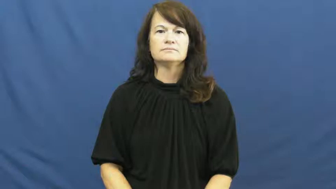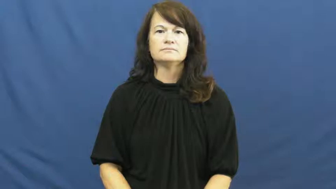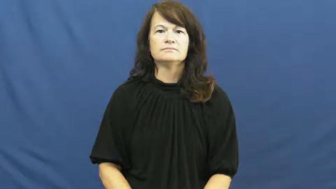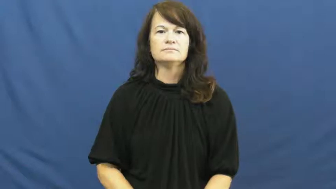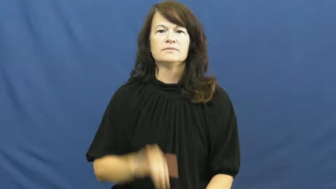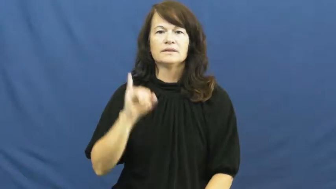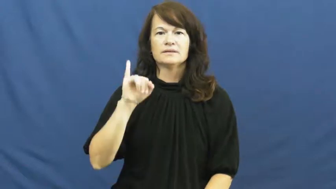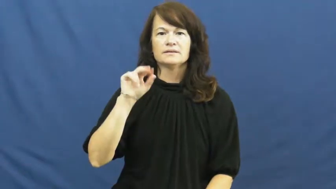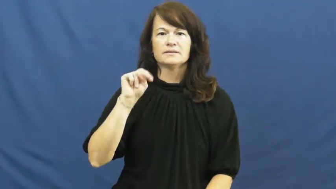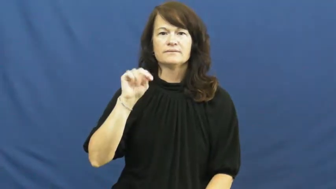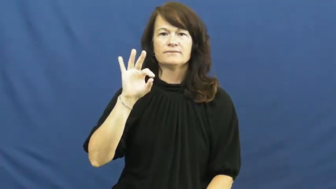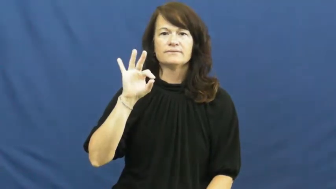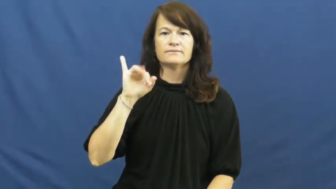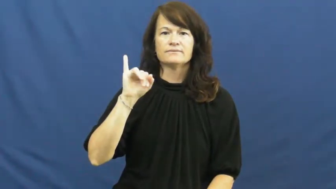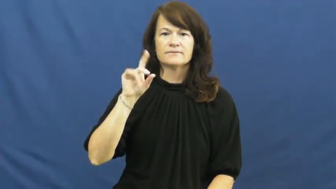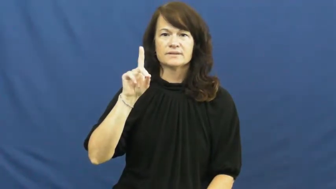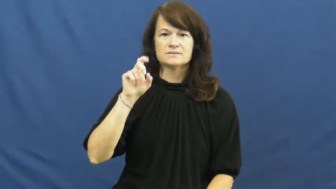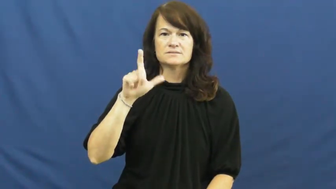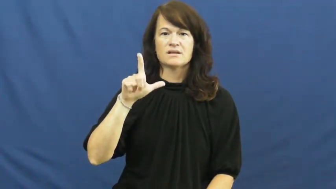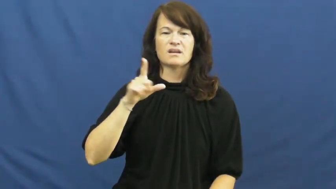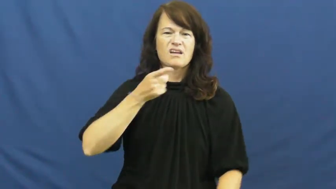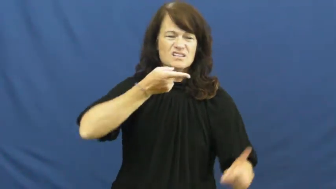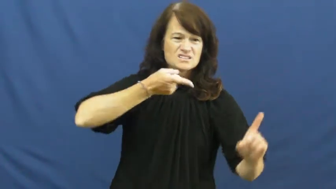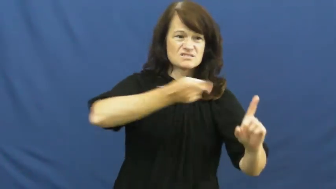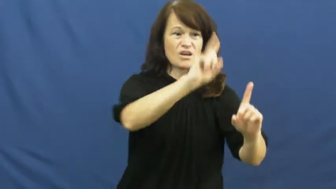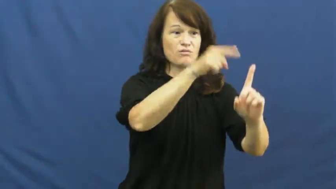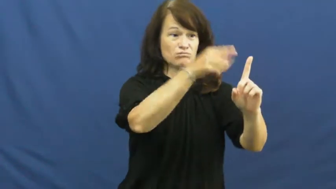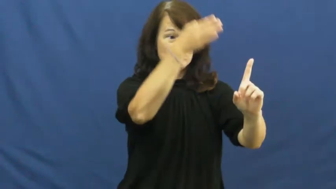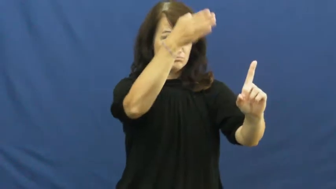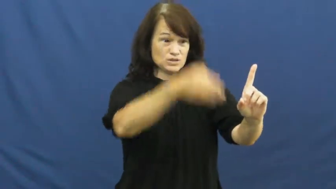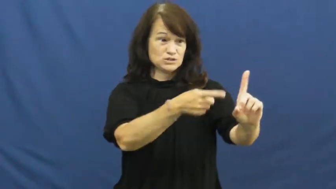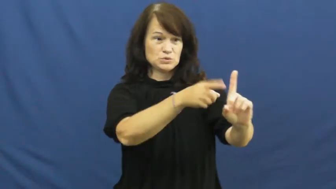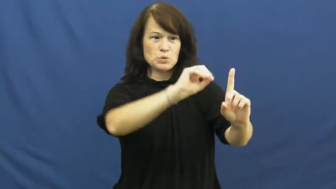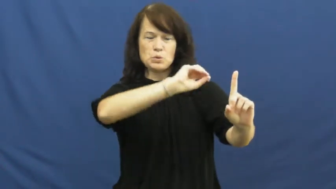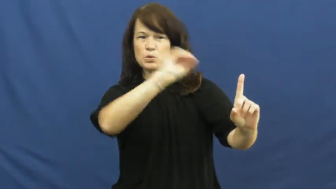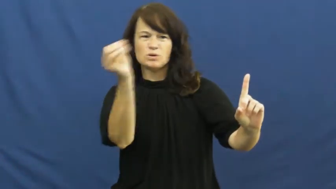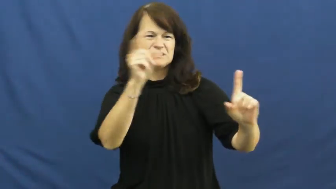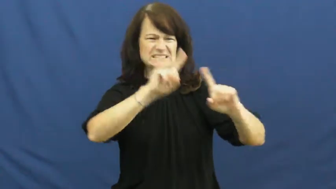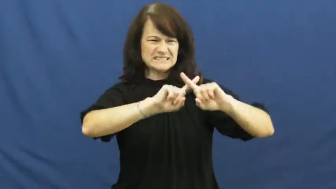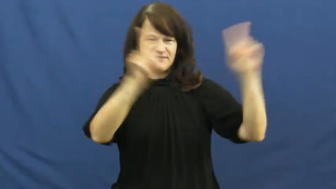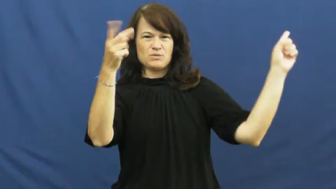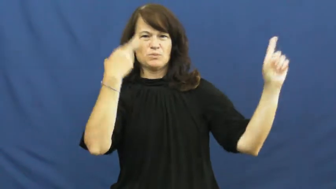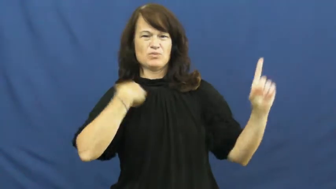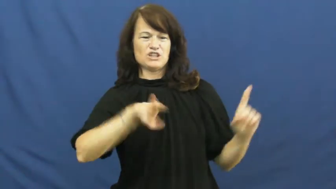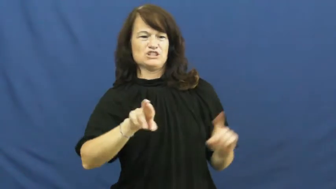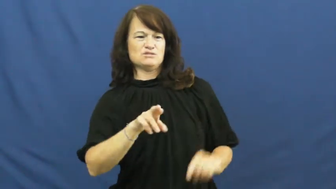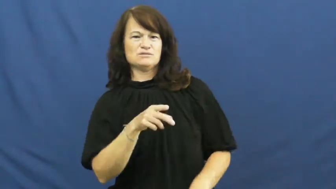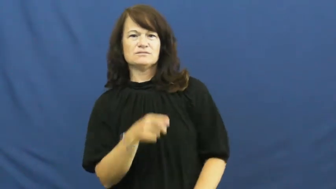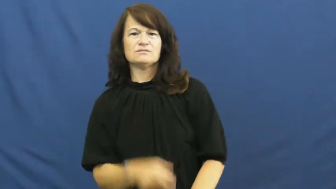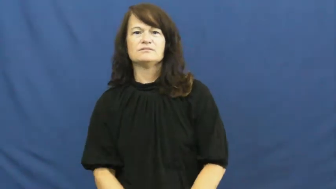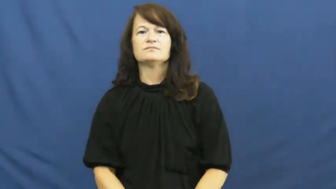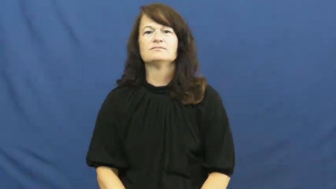infidel